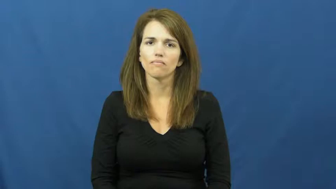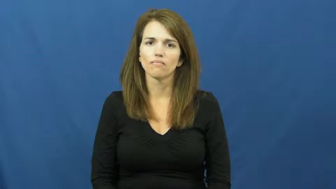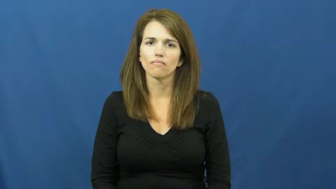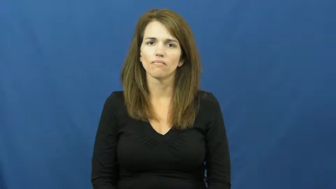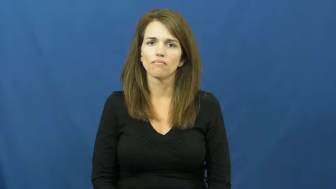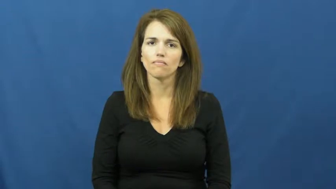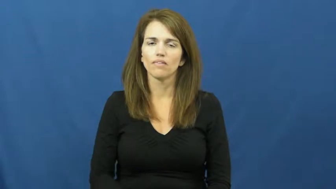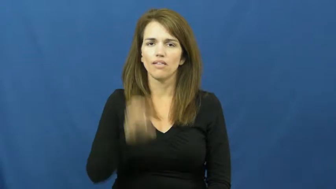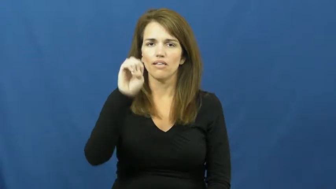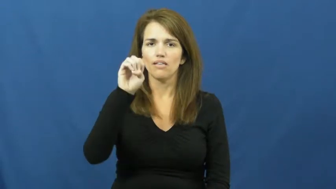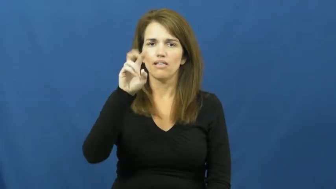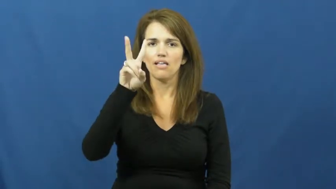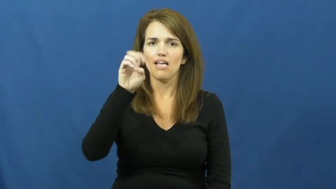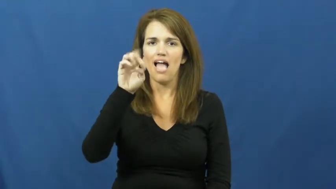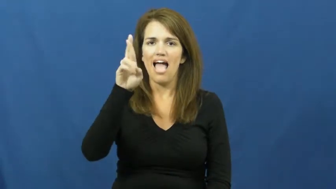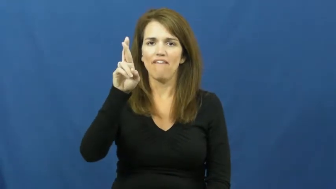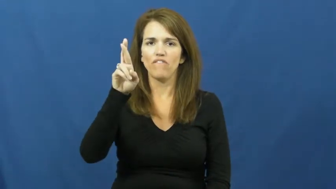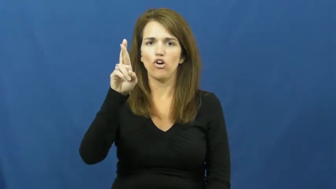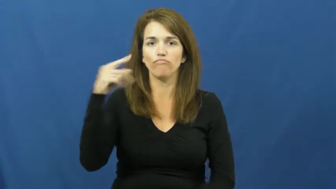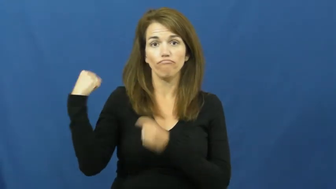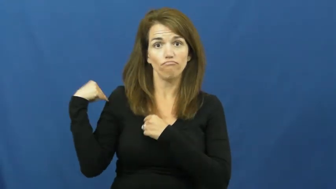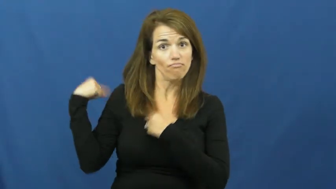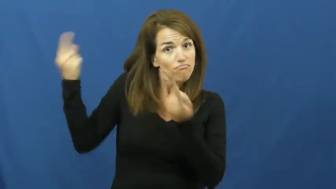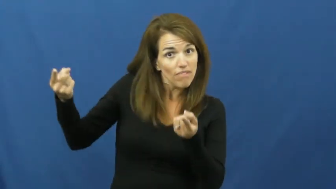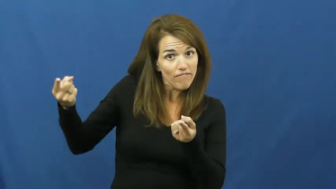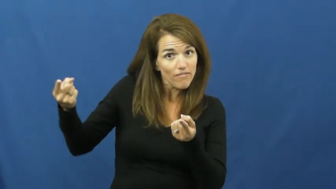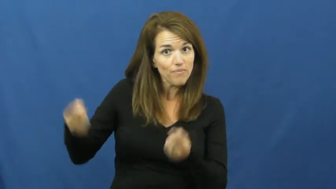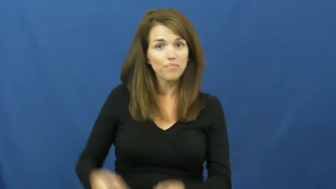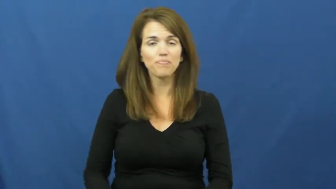ever